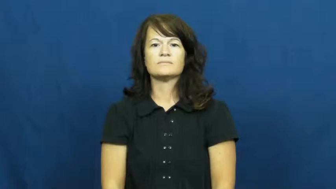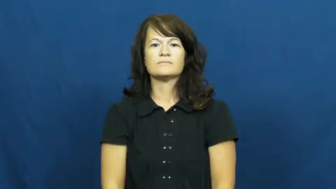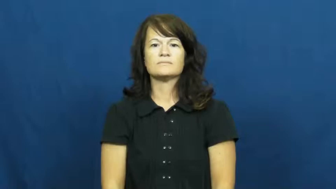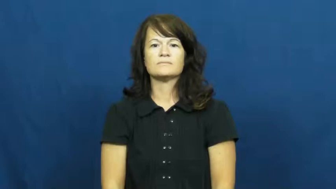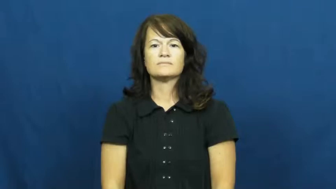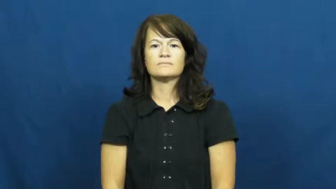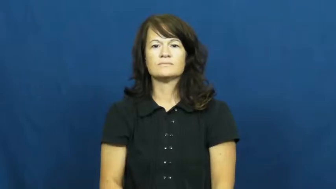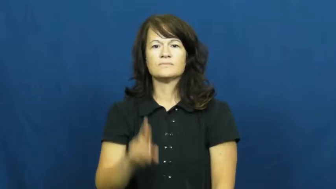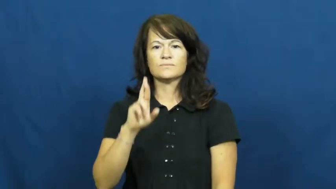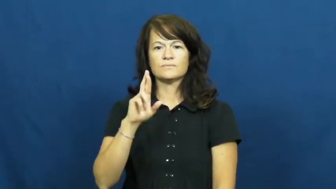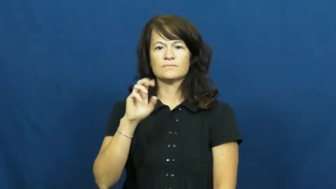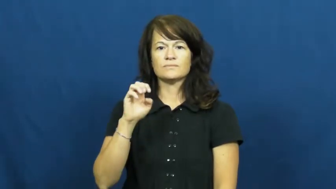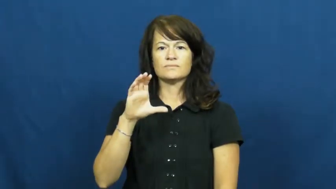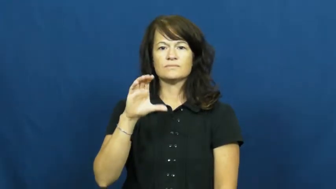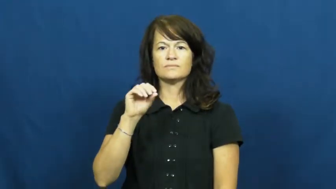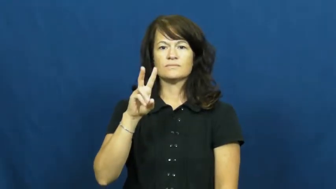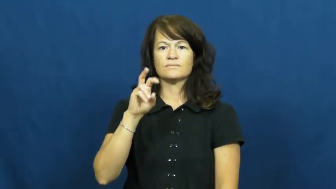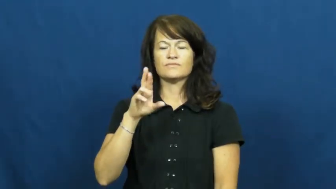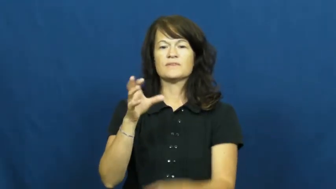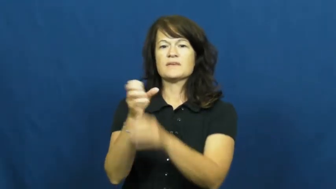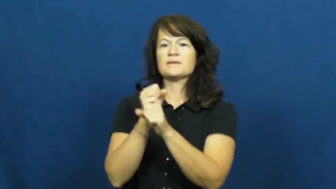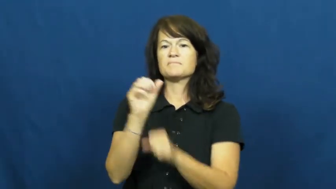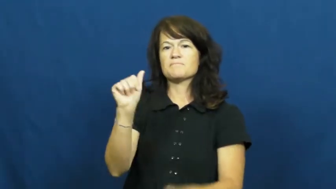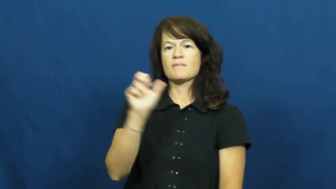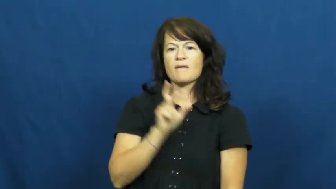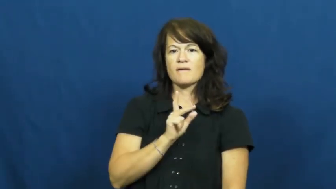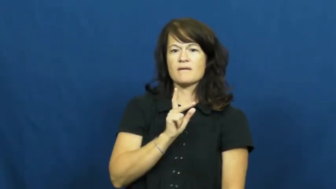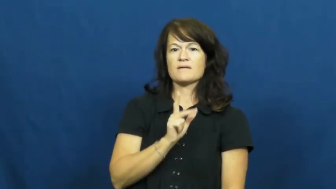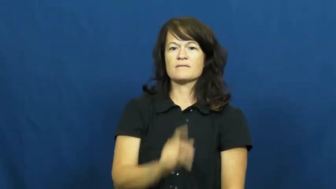recover,get back